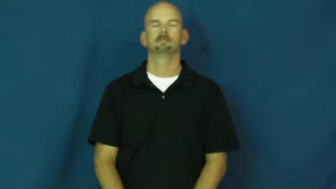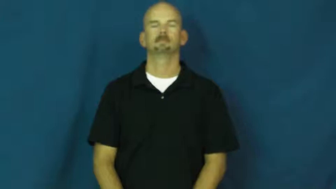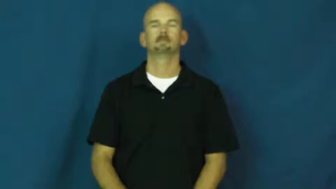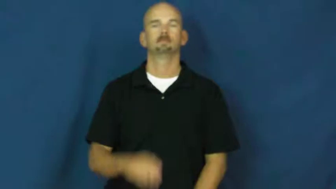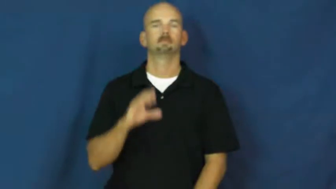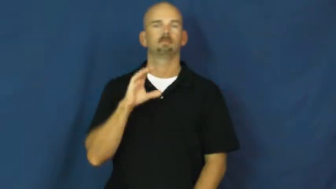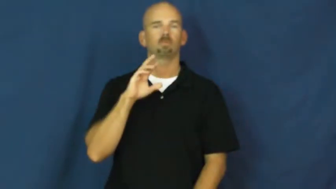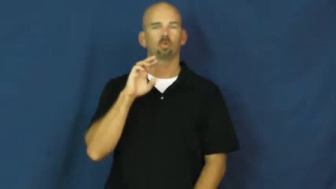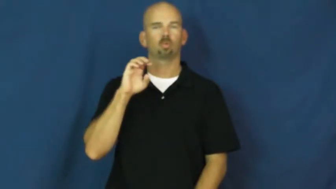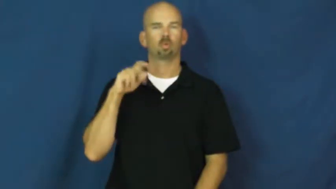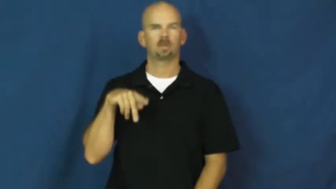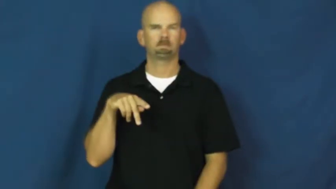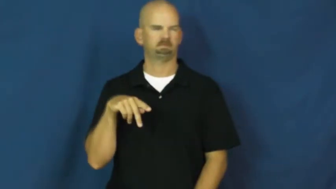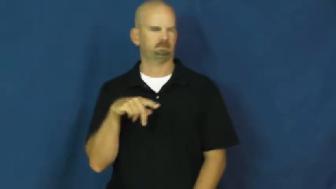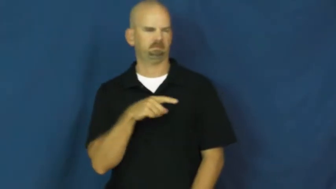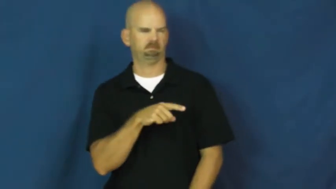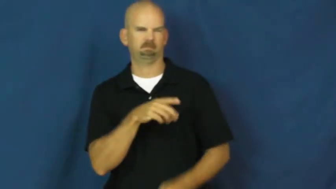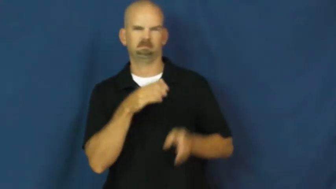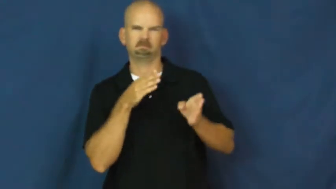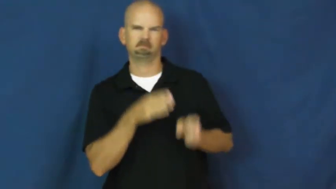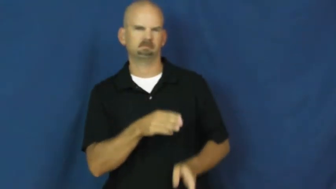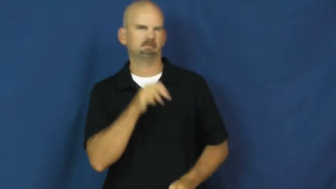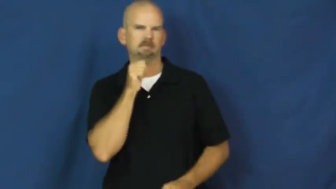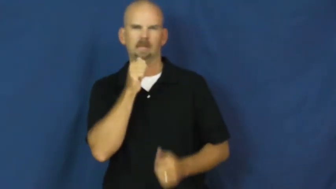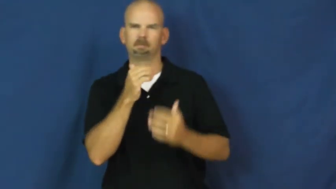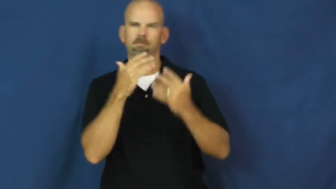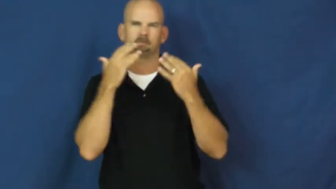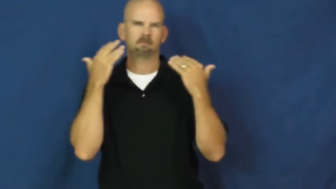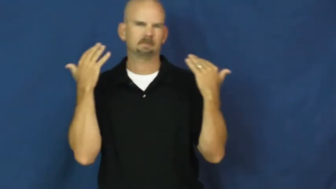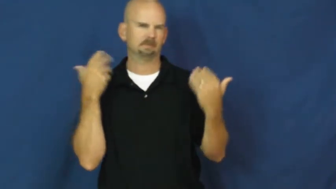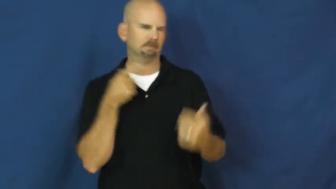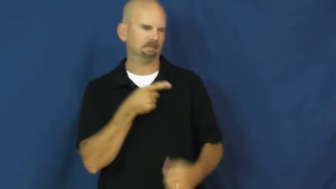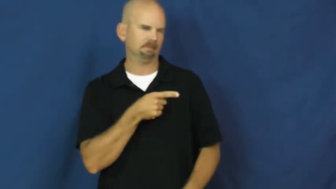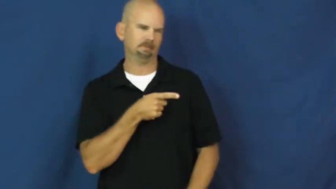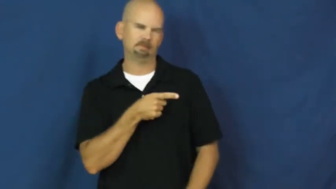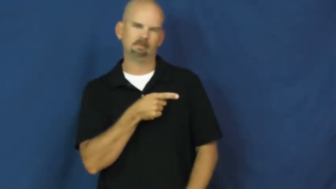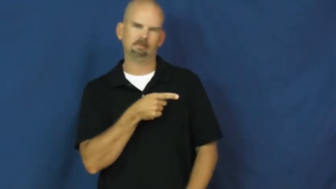creep,drip-noun